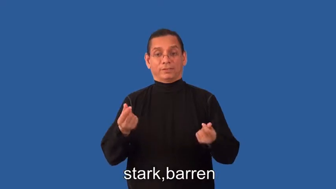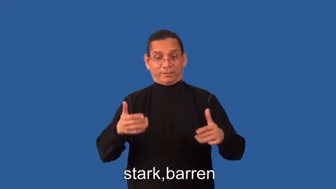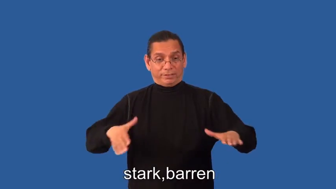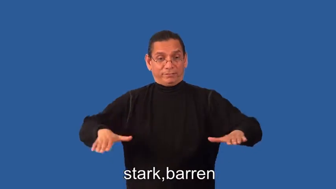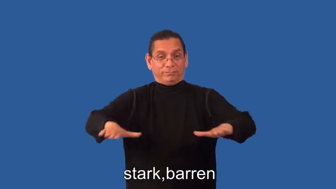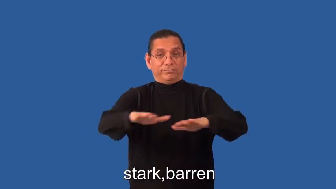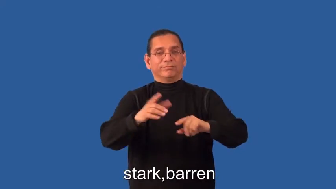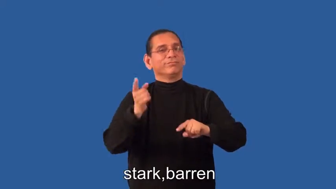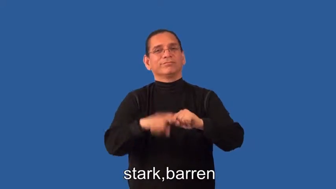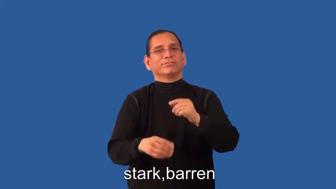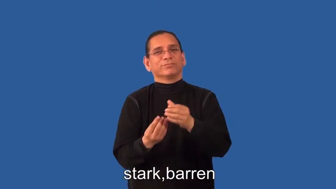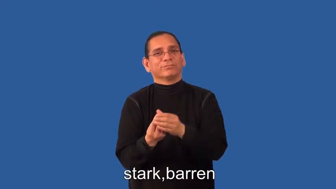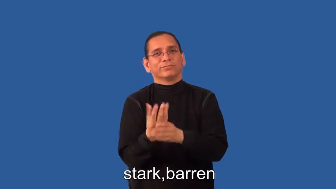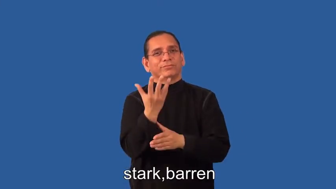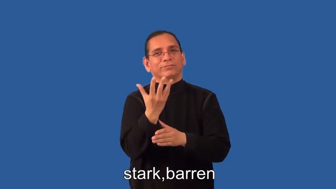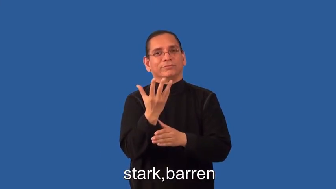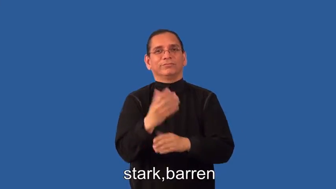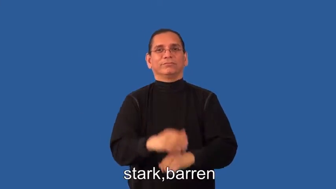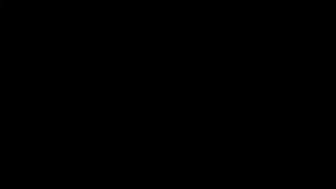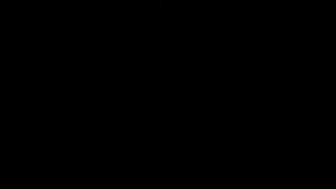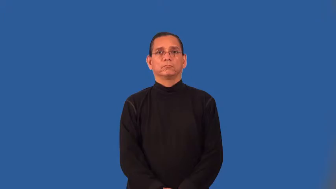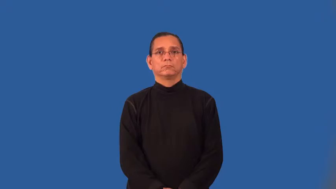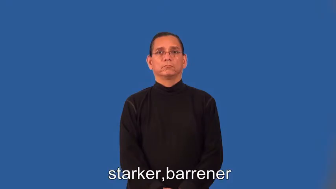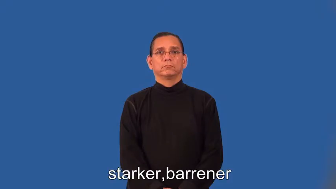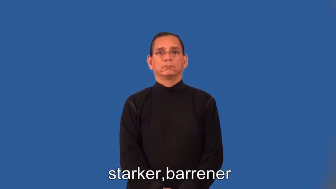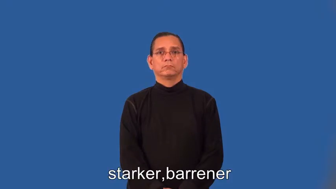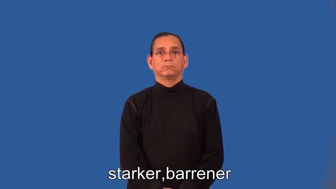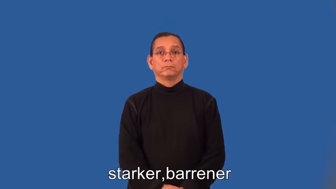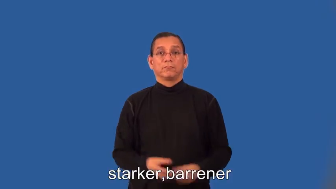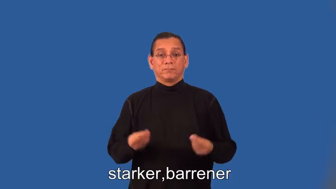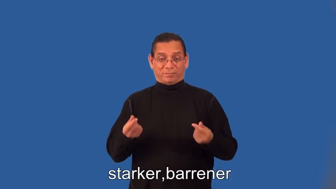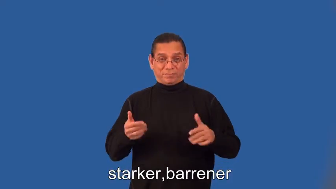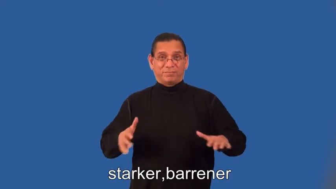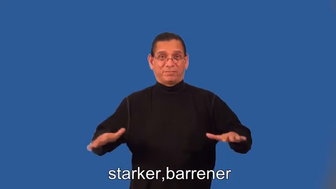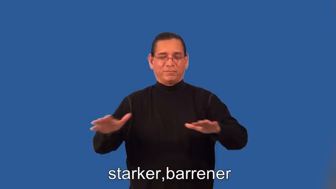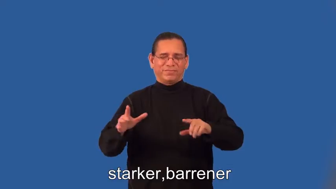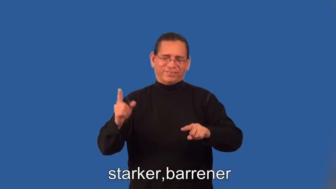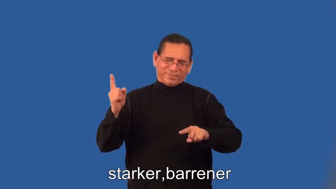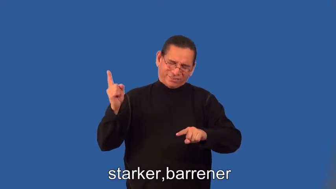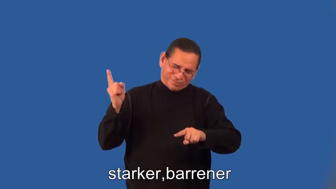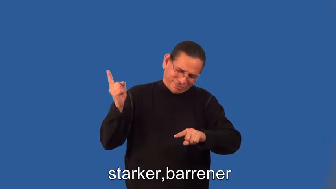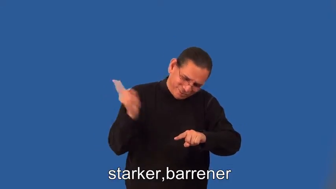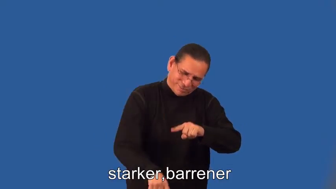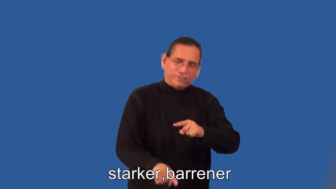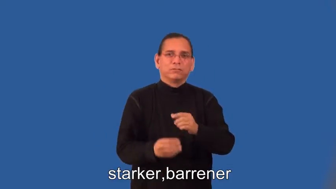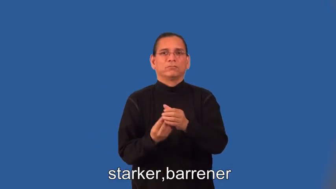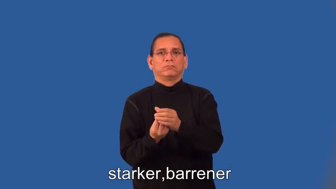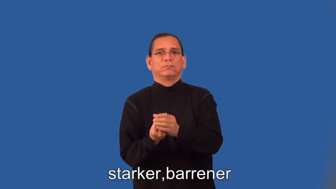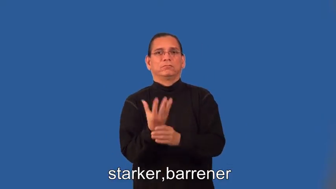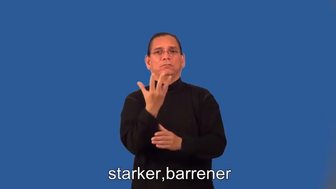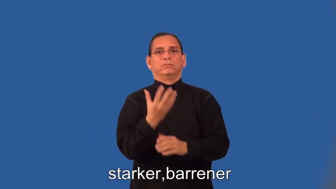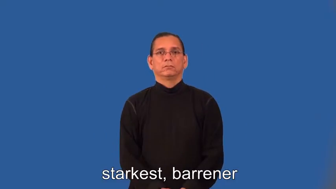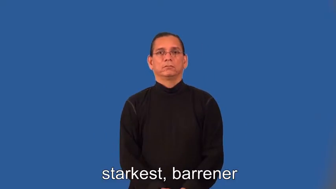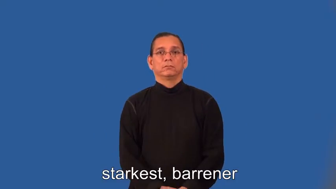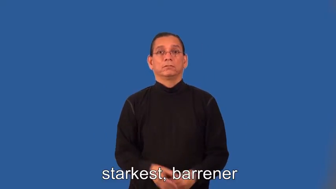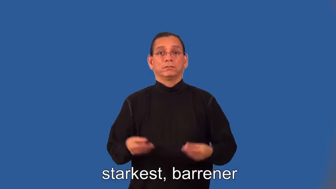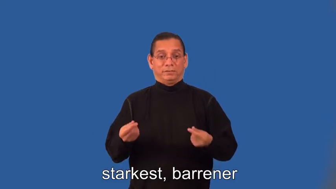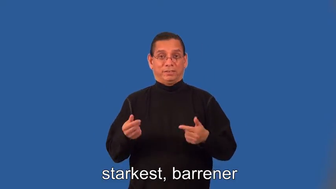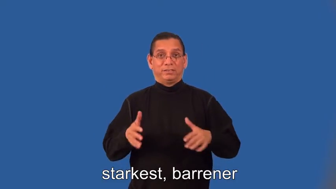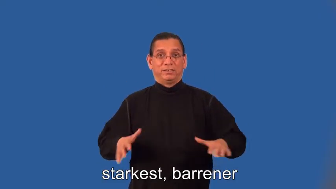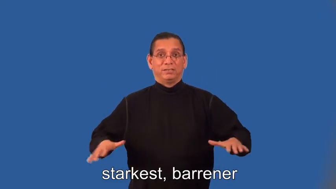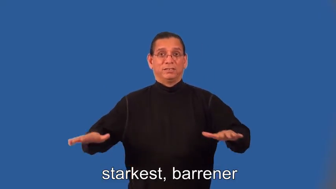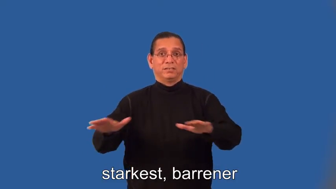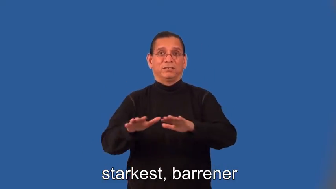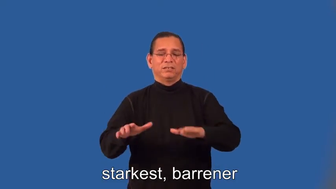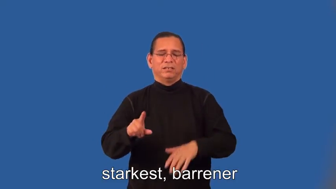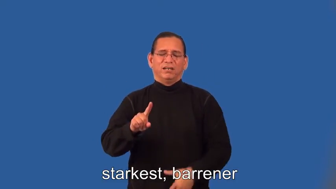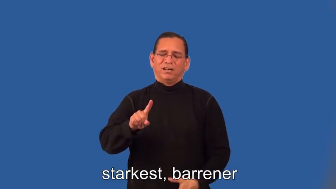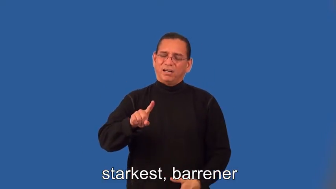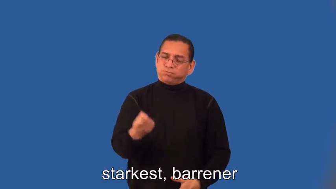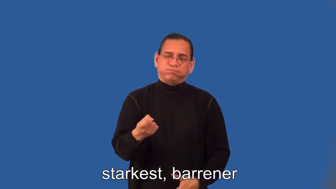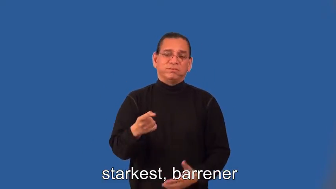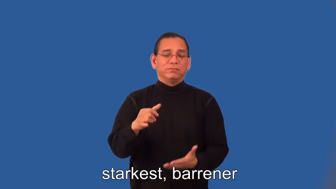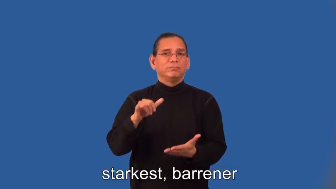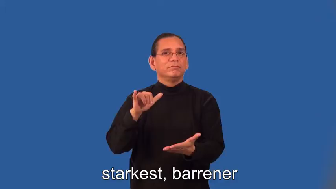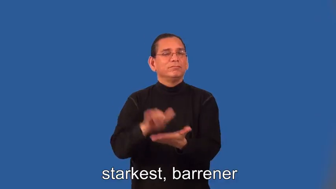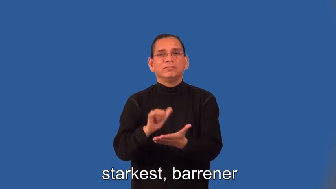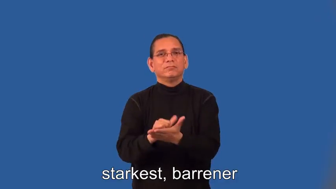starker,barrener,starkest, barrener